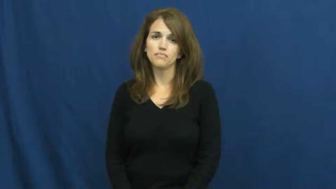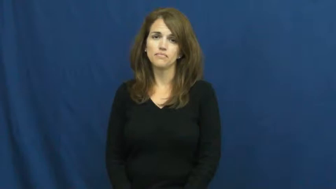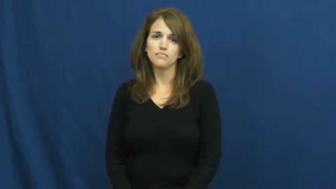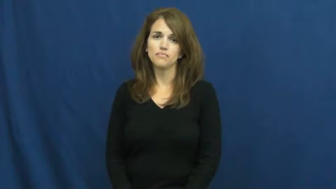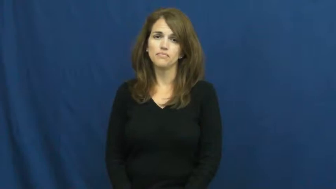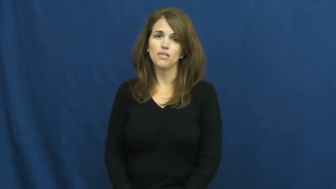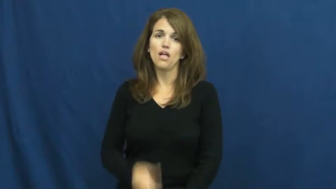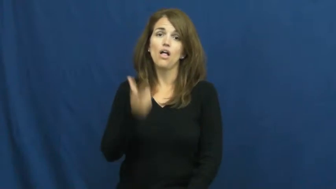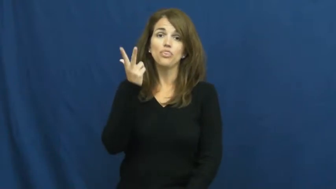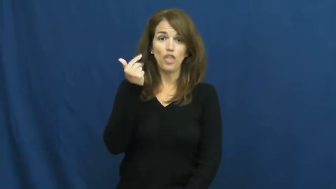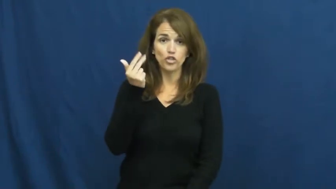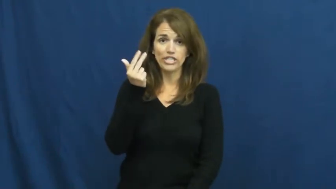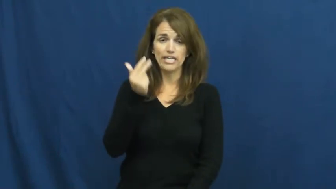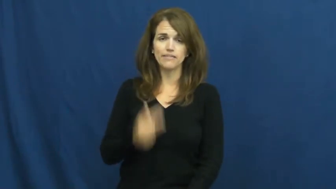thirteen